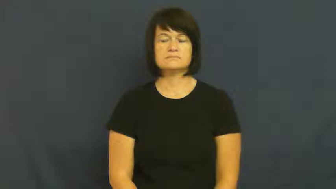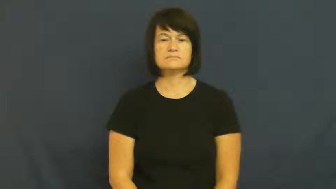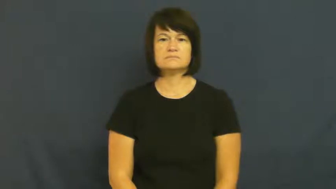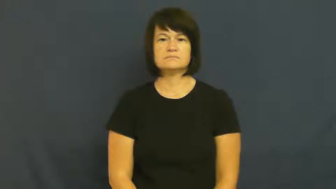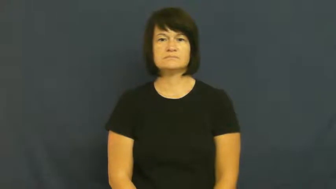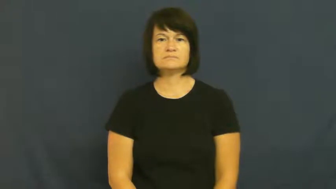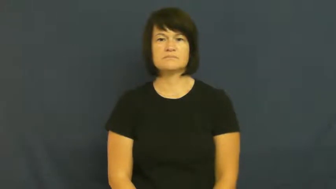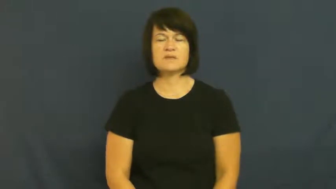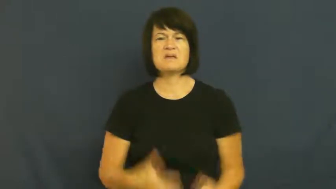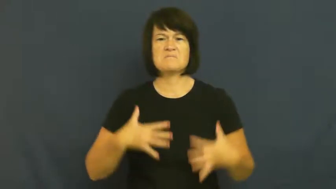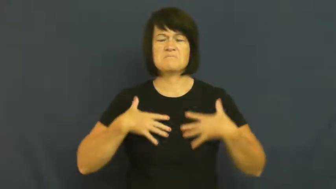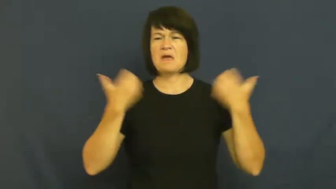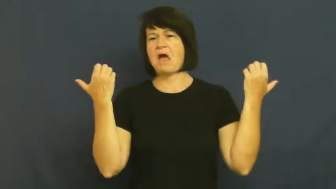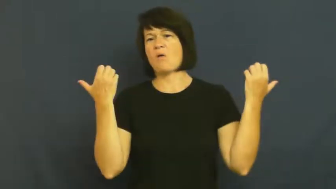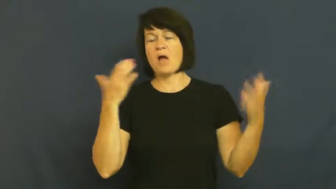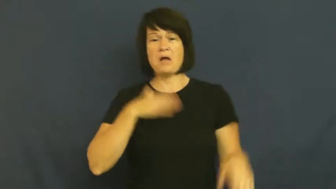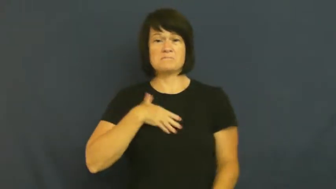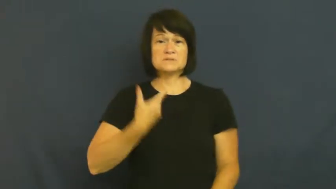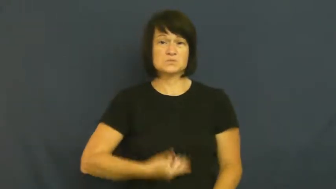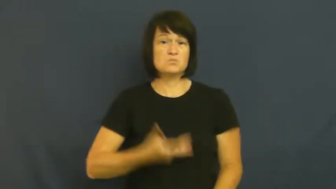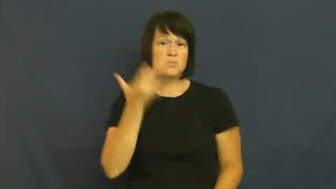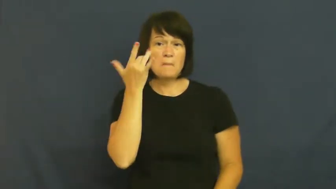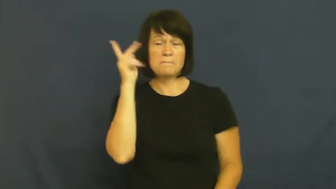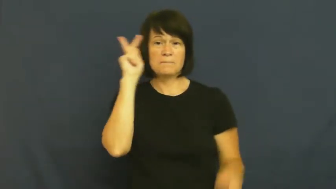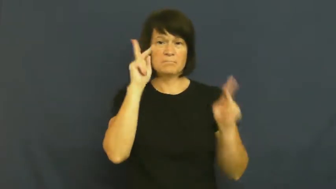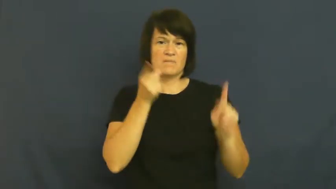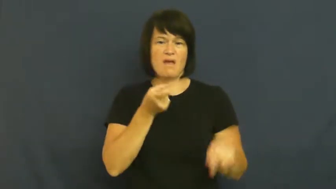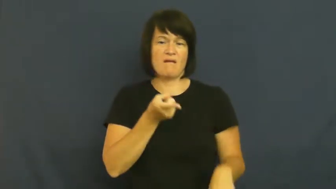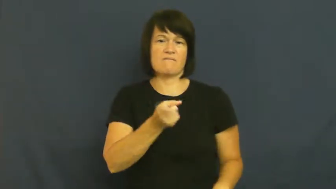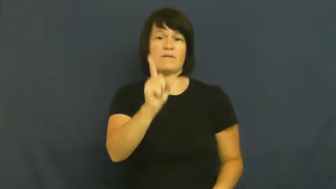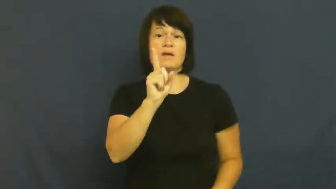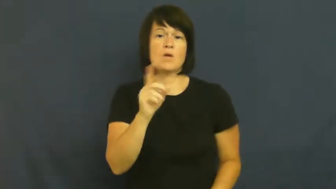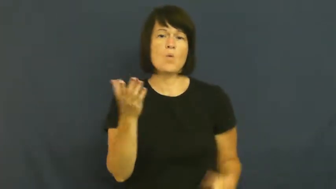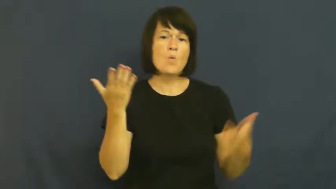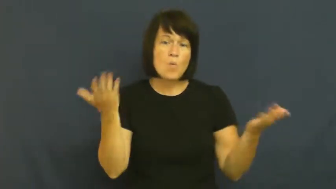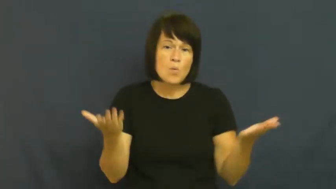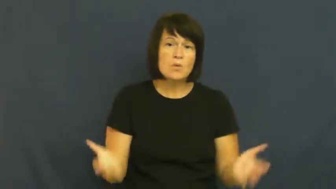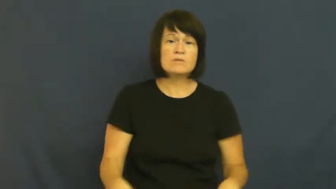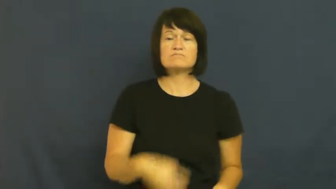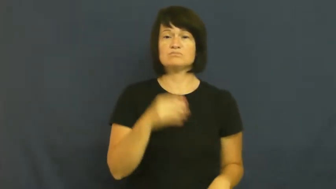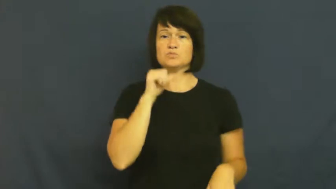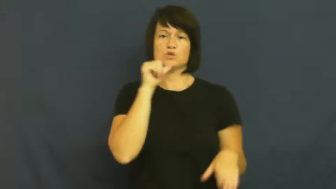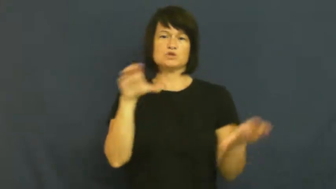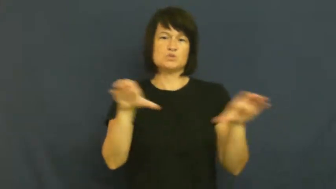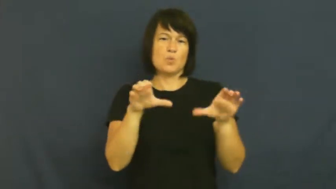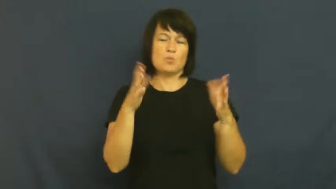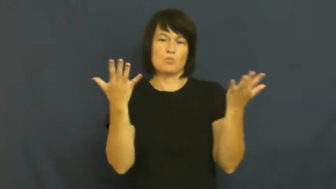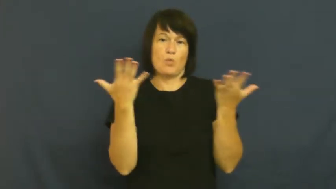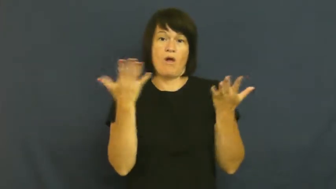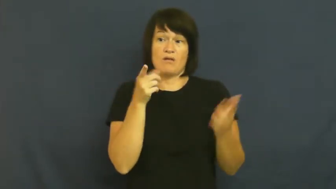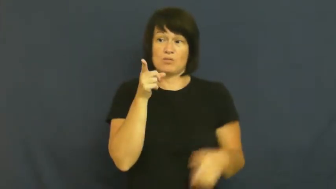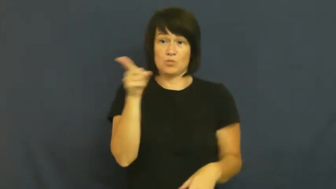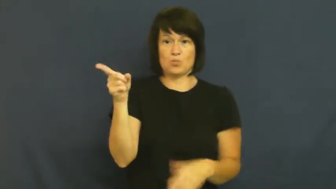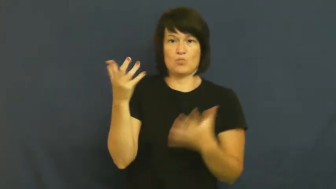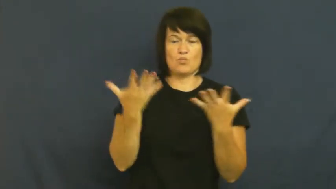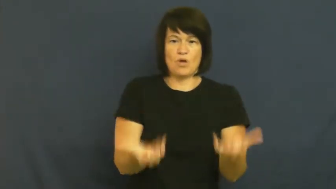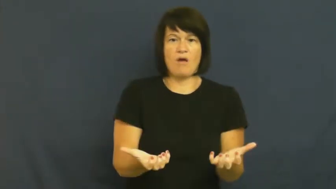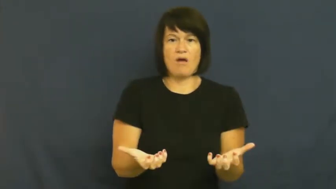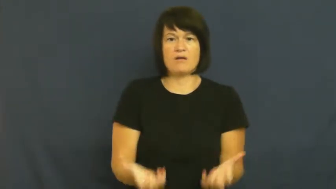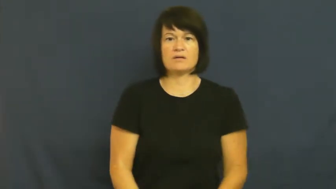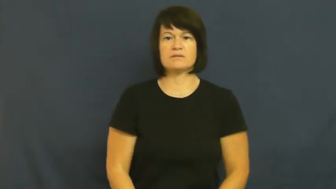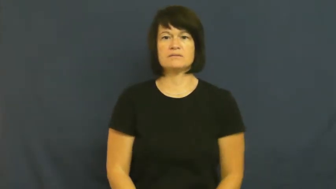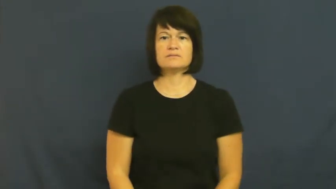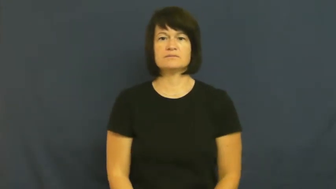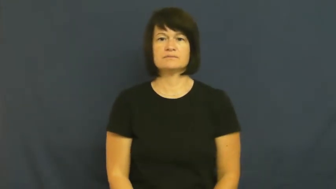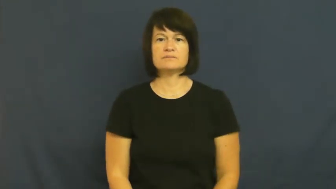huffy